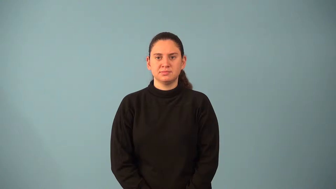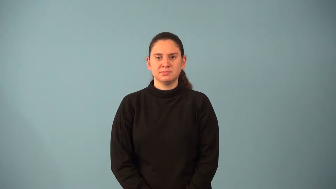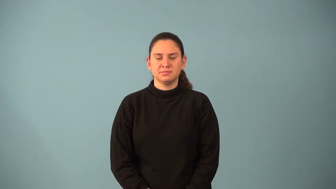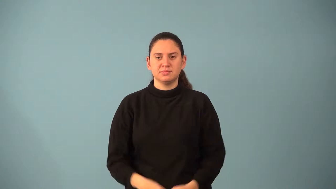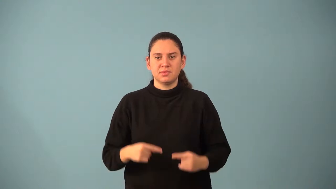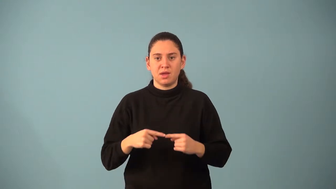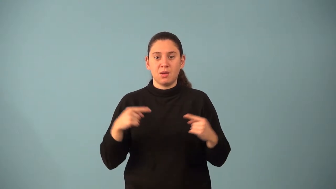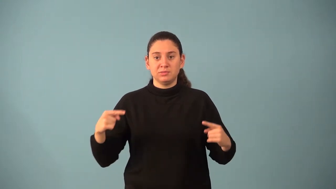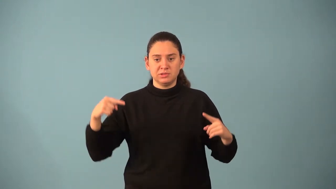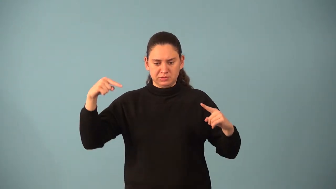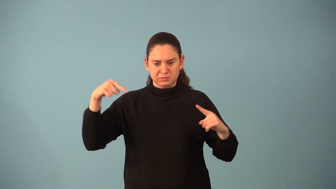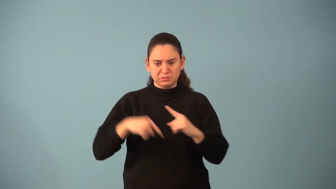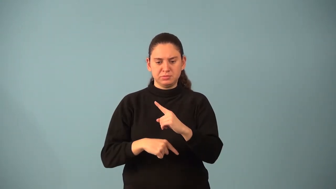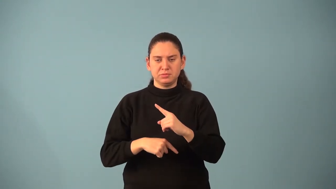opposite vectors